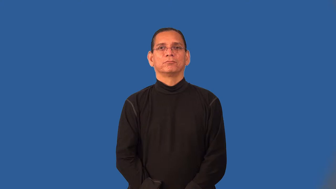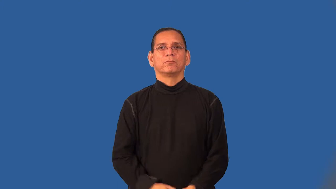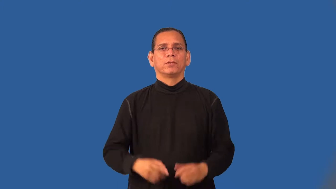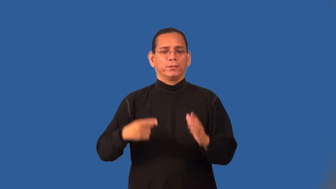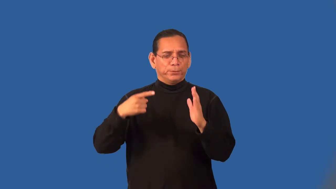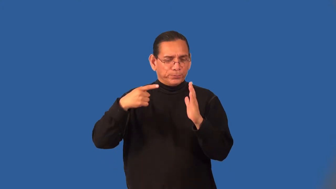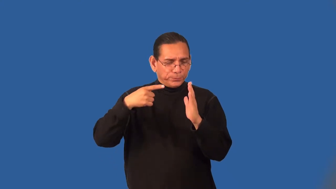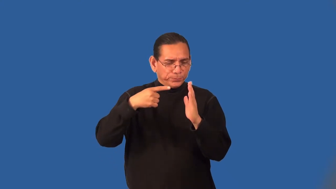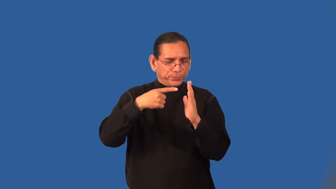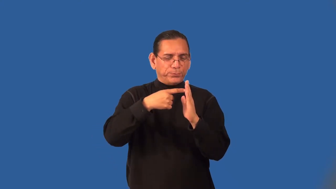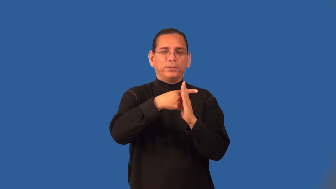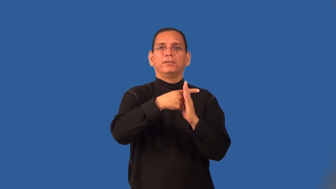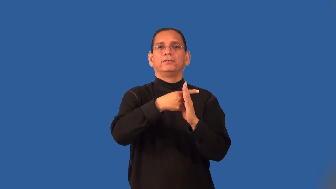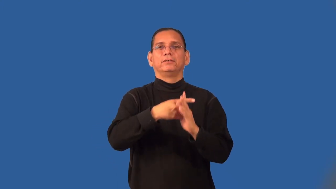run,thread,lace-put through hole